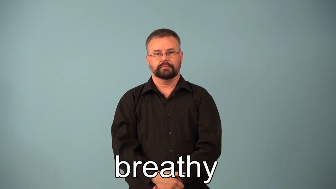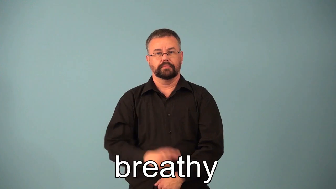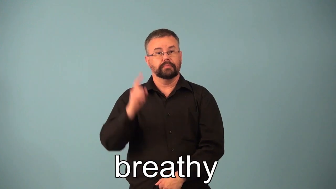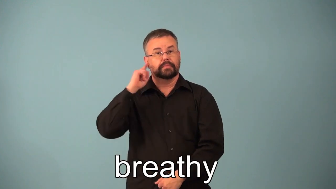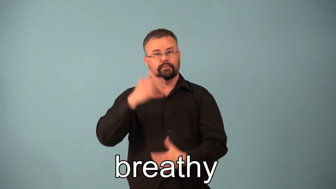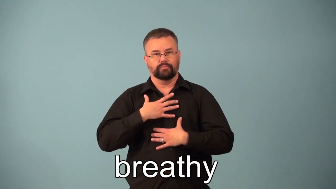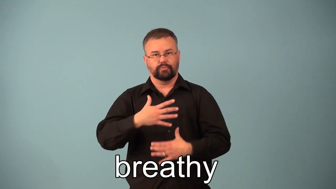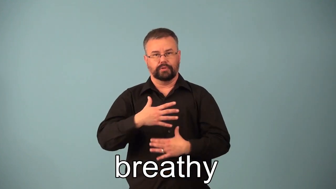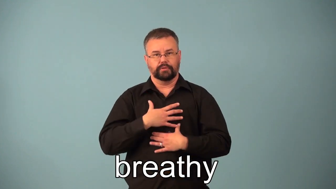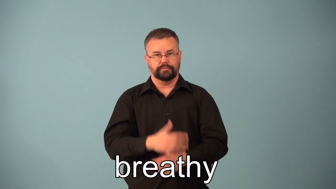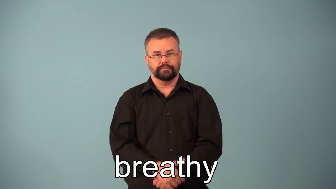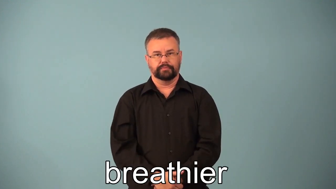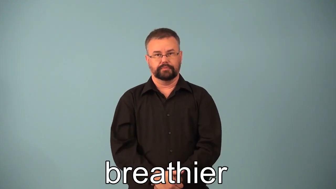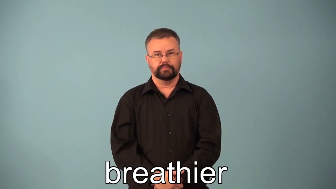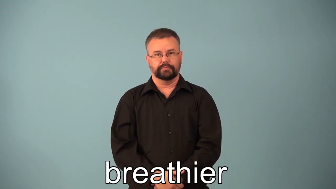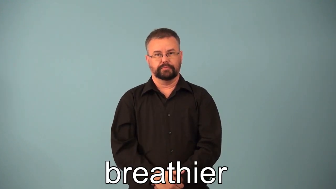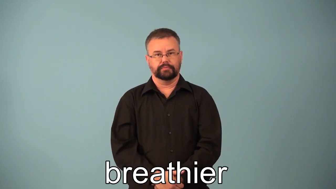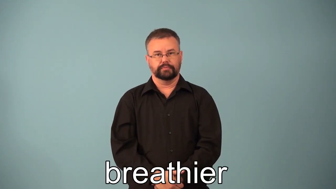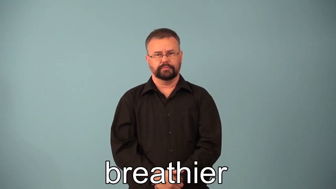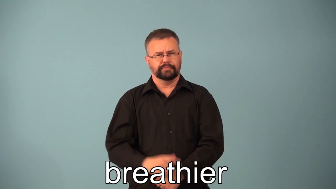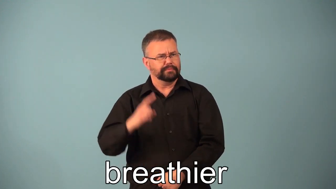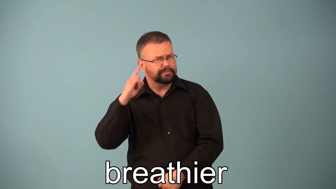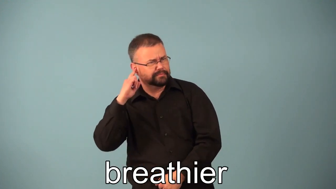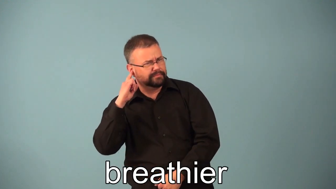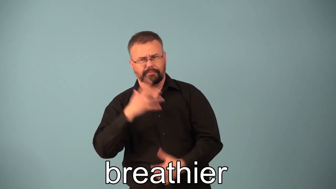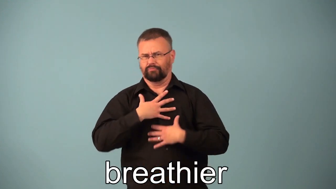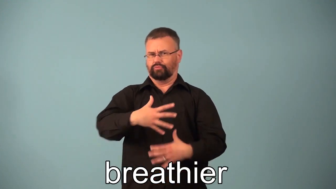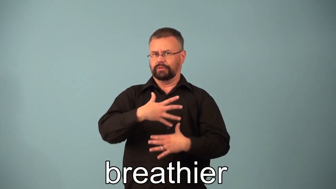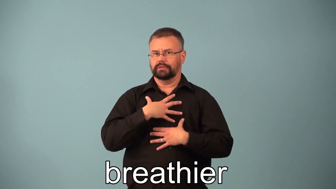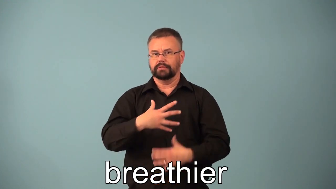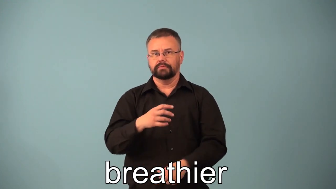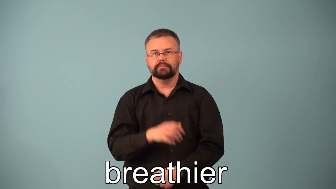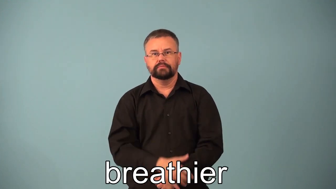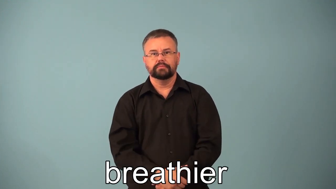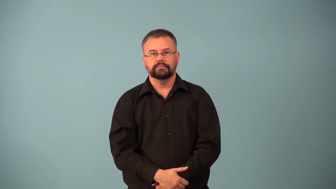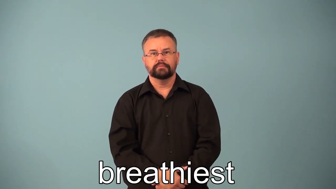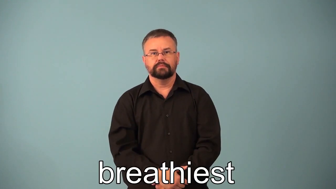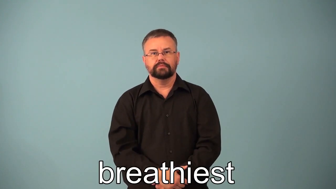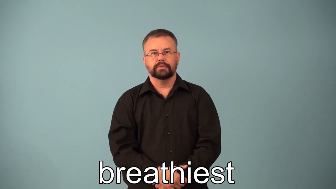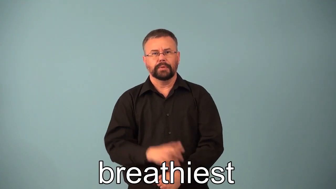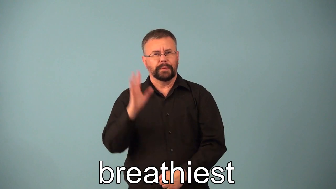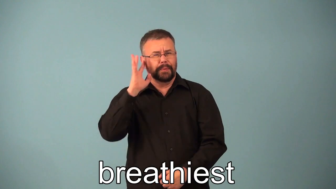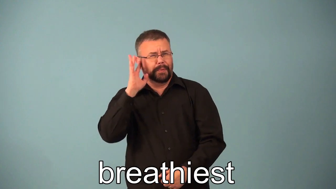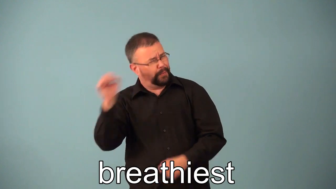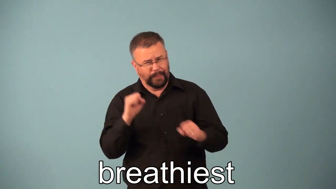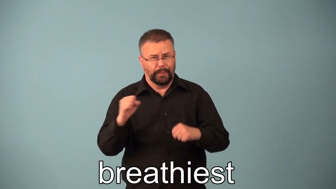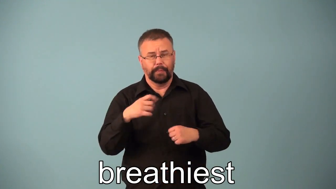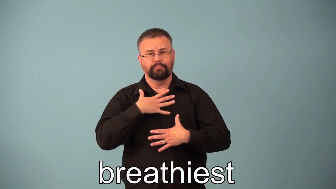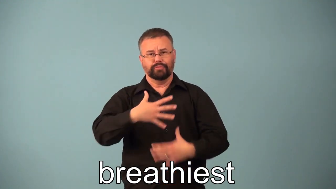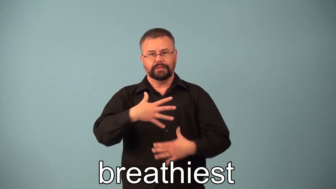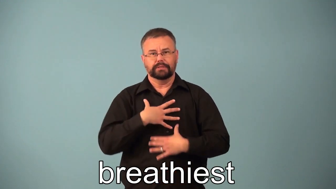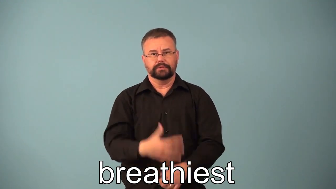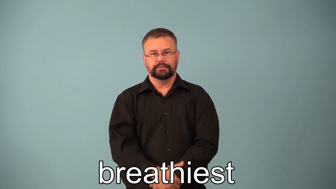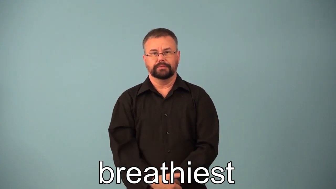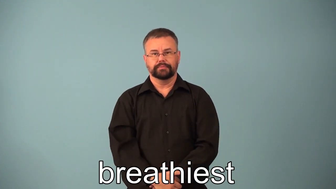breathier,breathiest